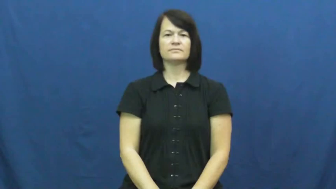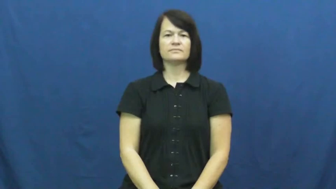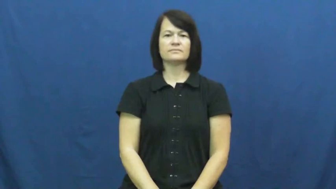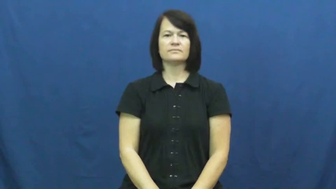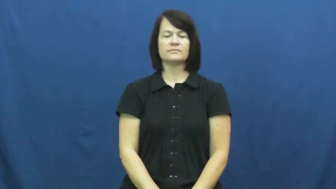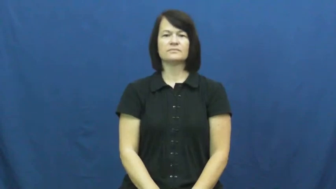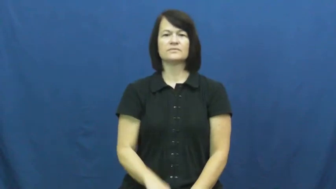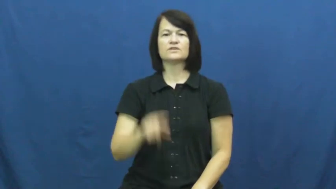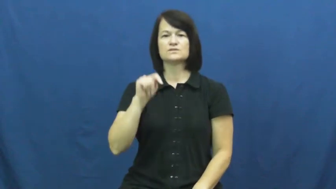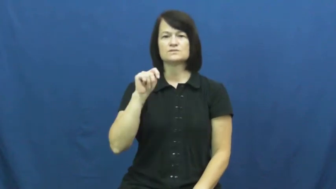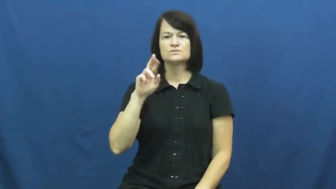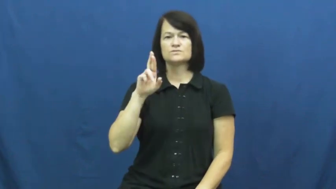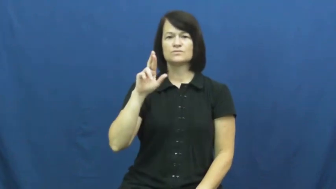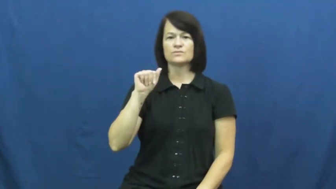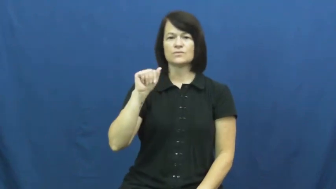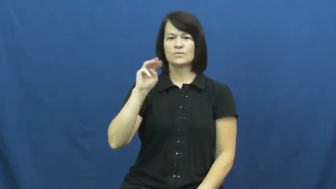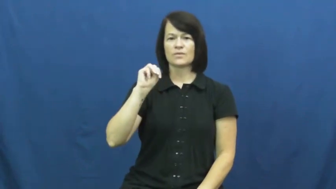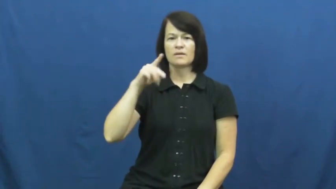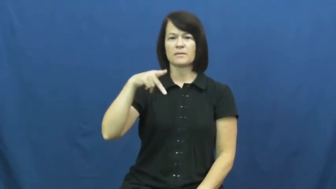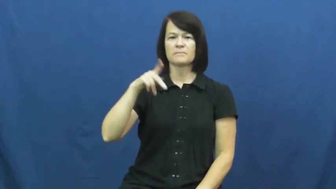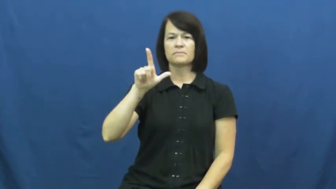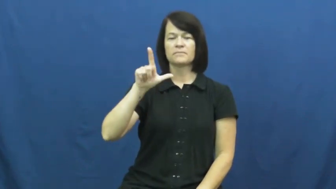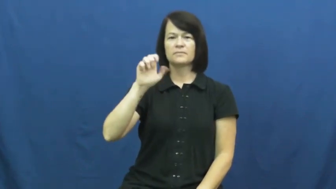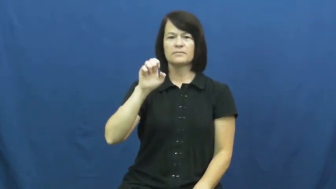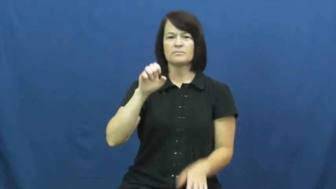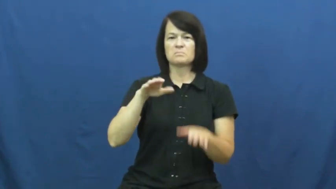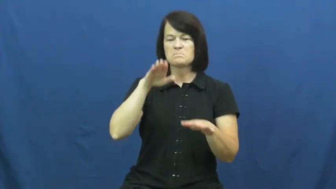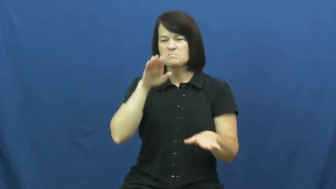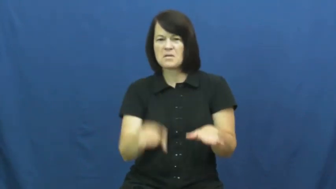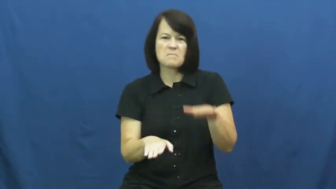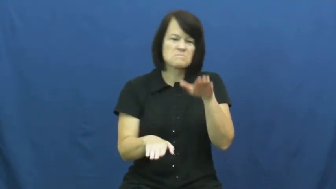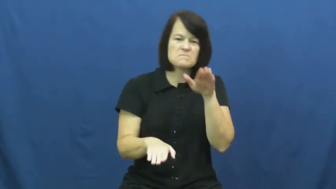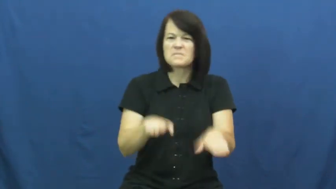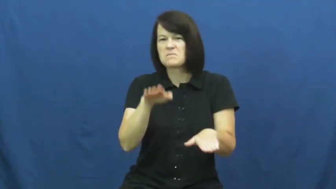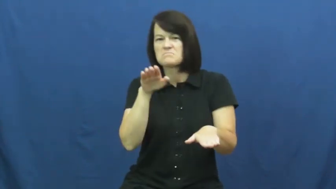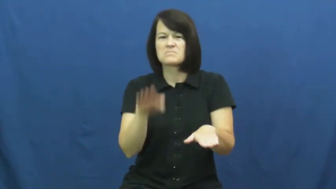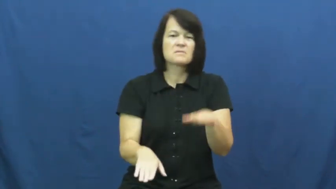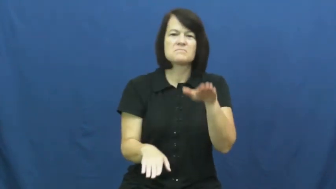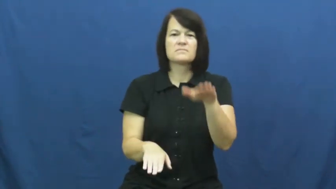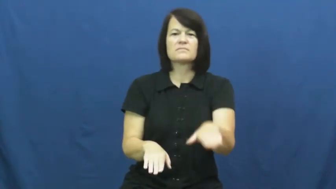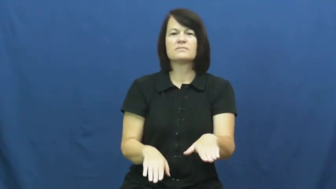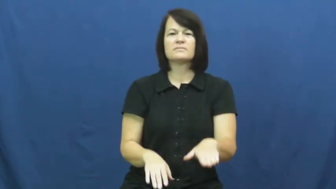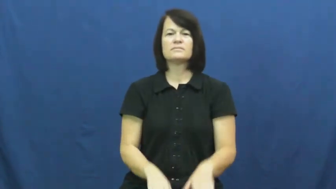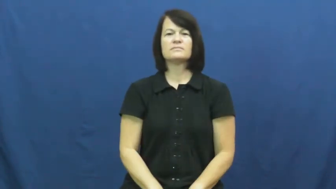trample